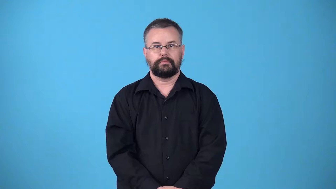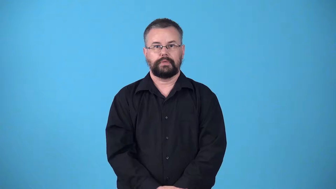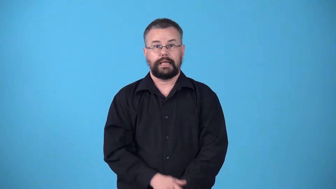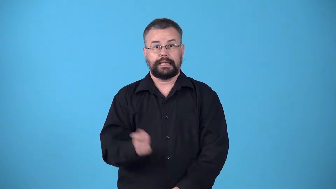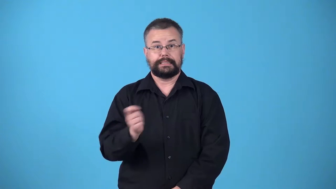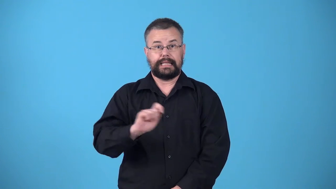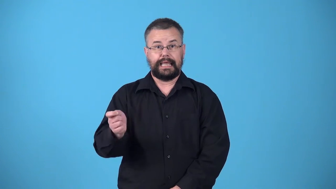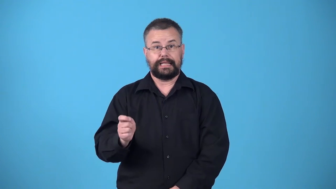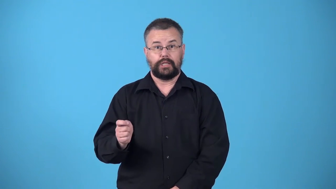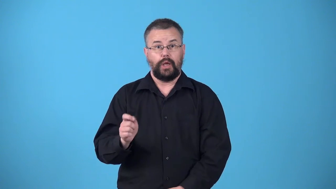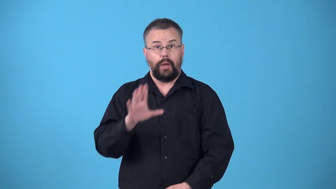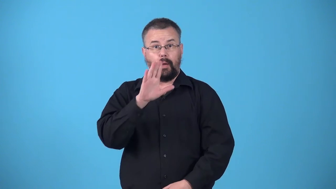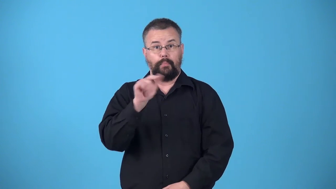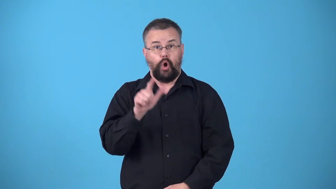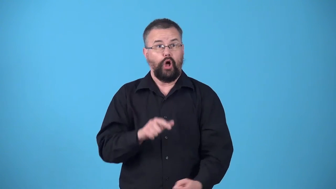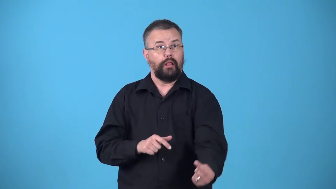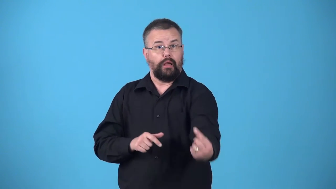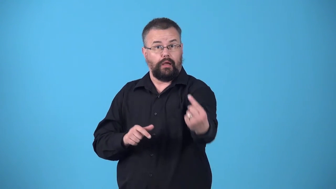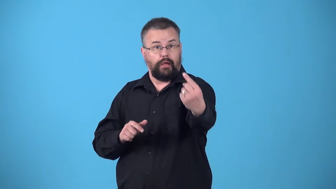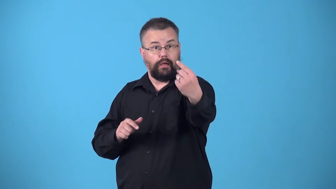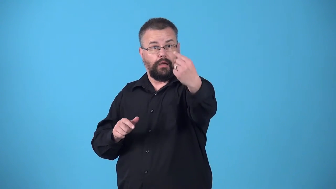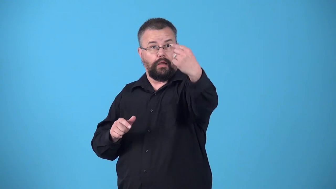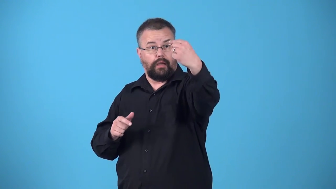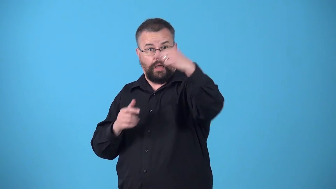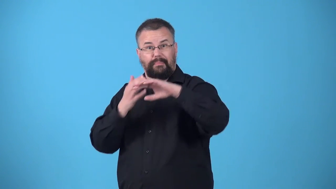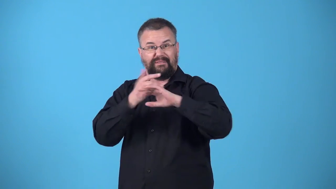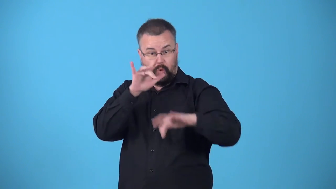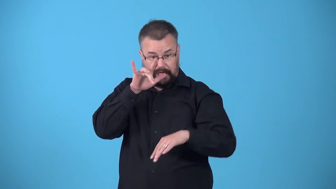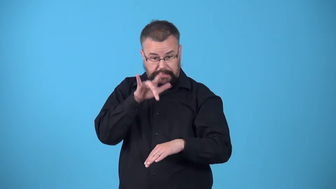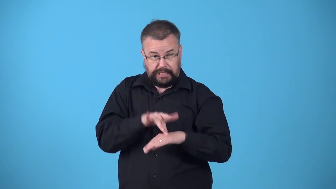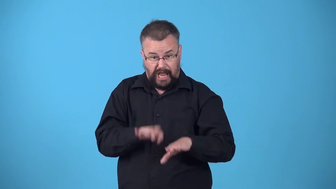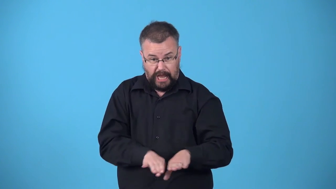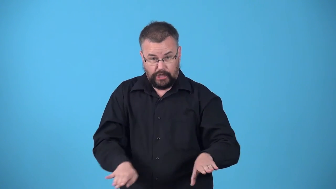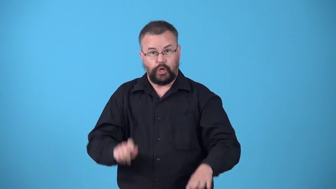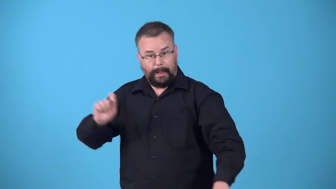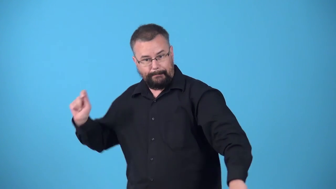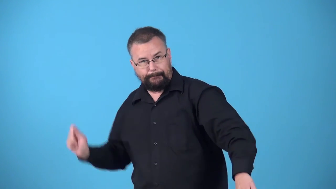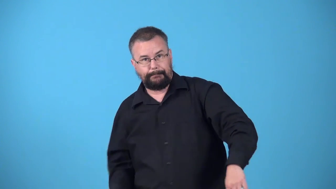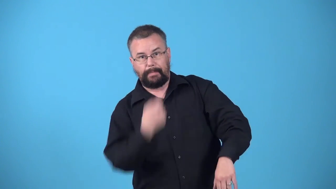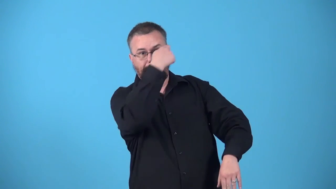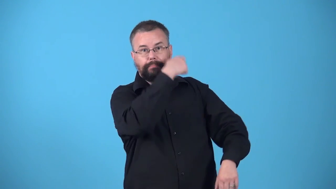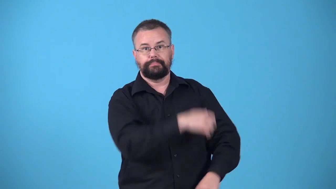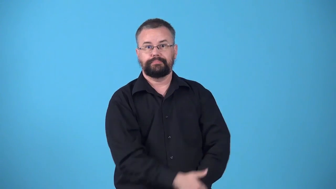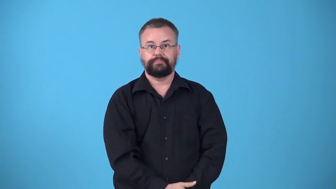volley-tennis